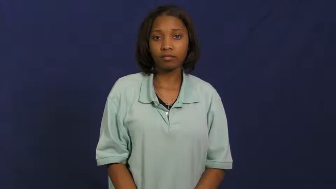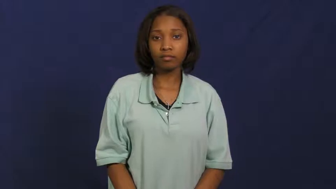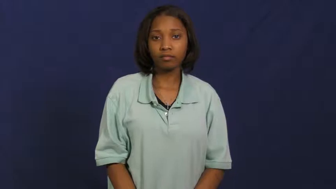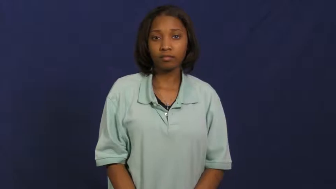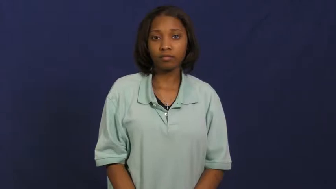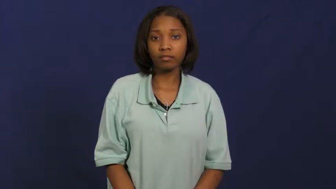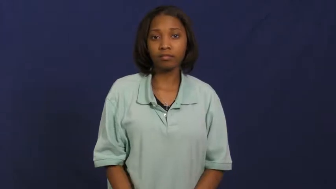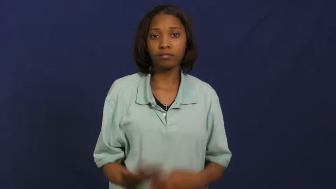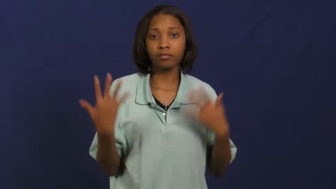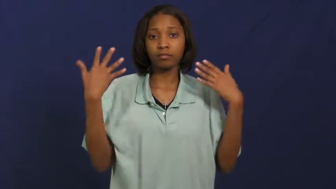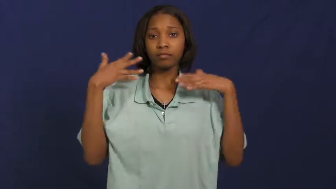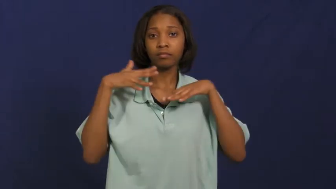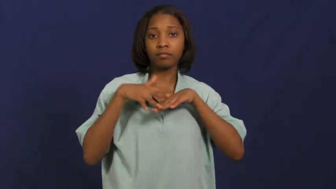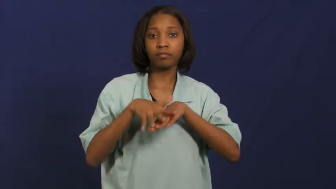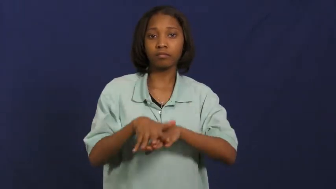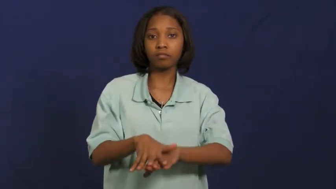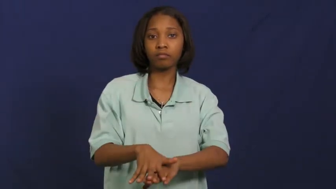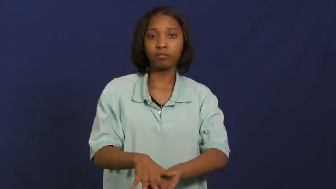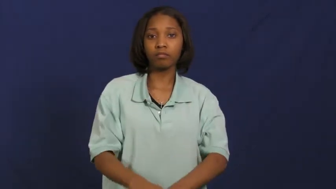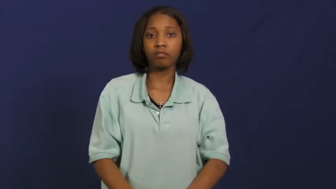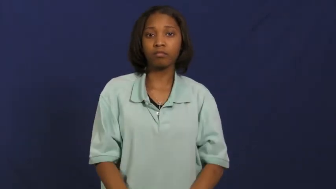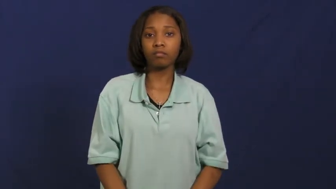mainstream